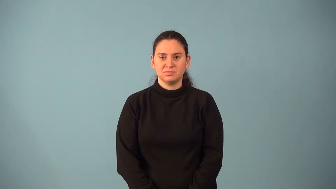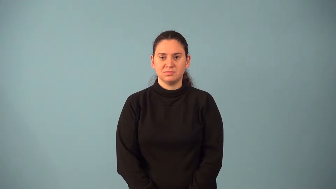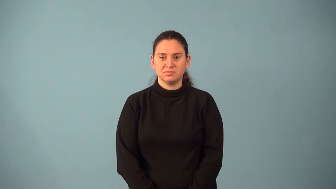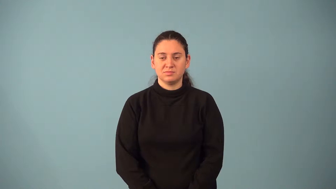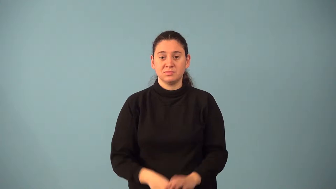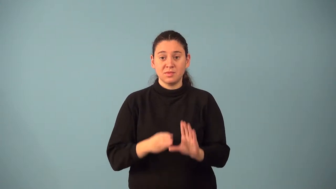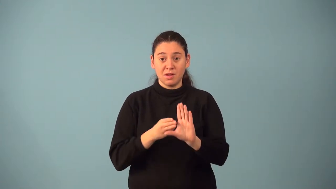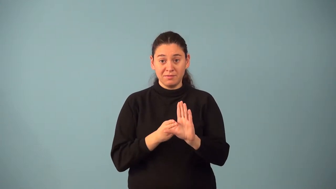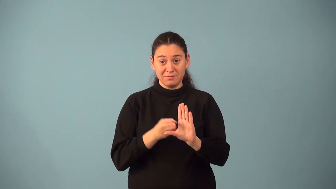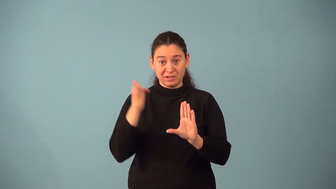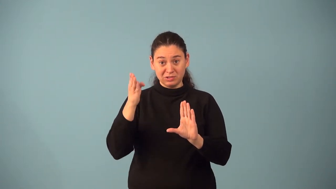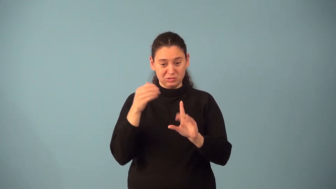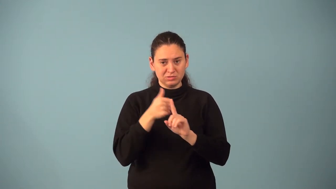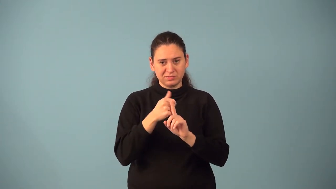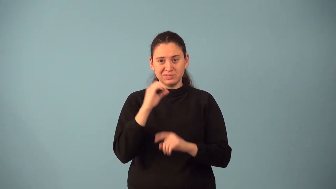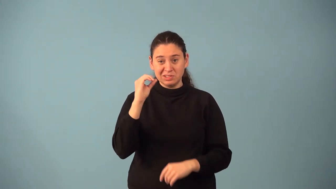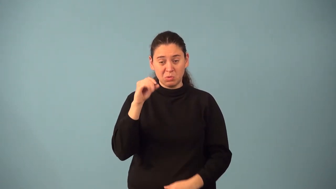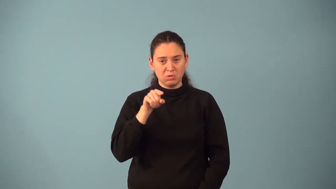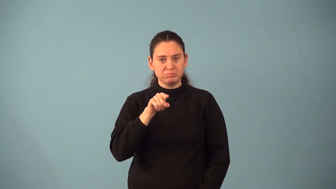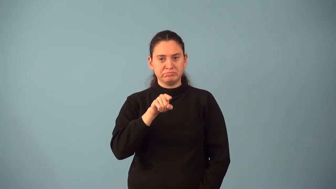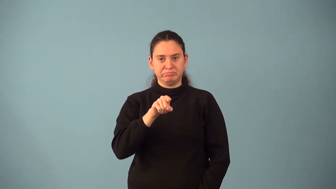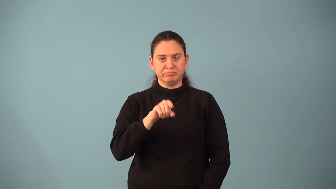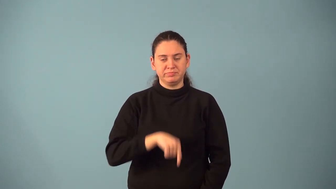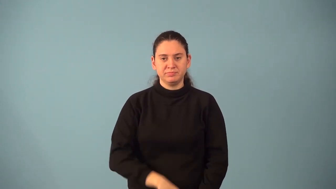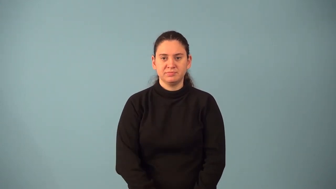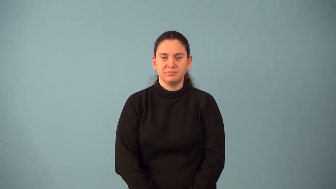zero vector